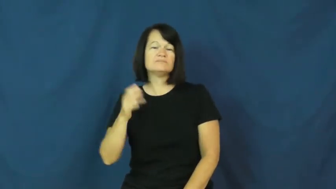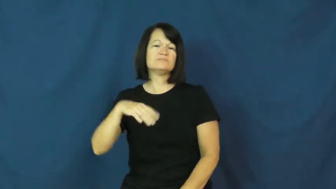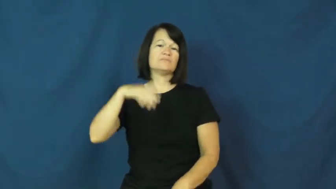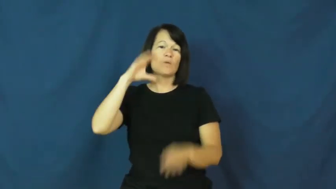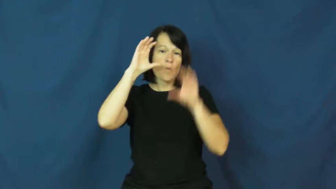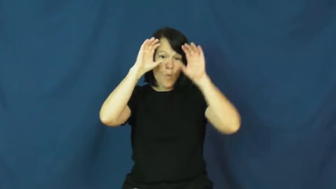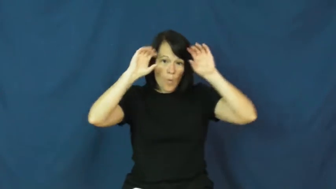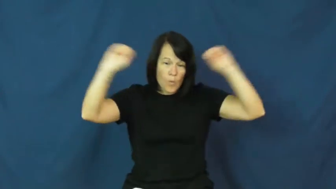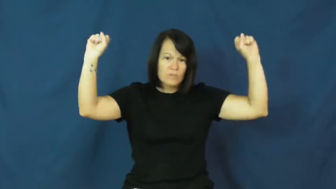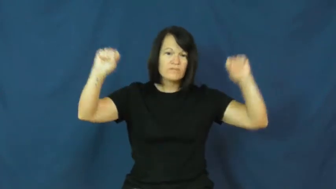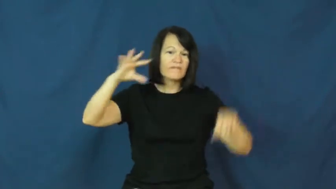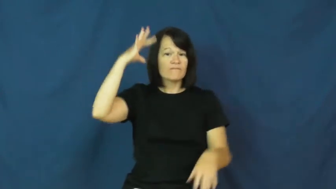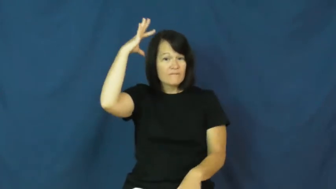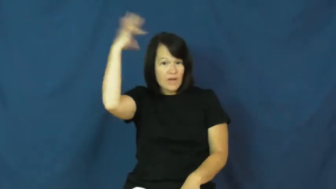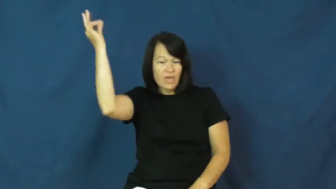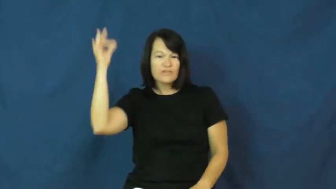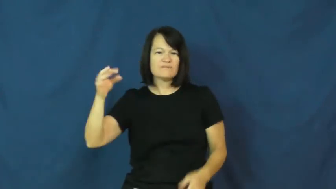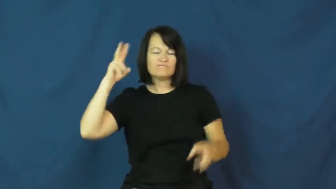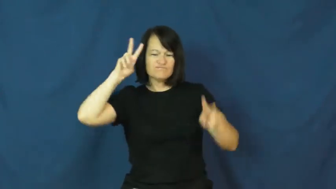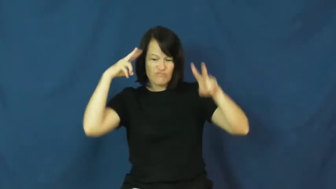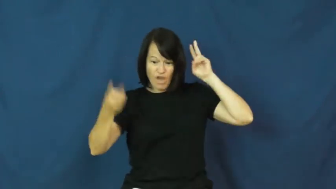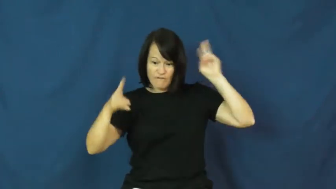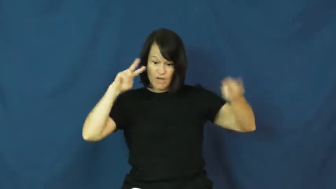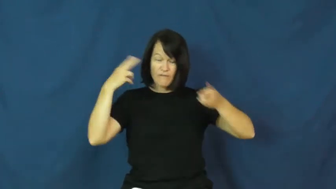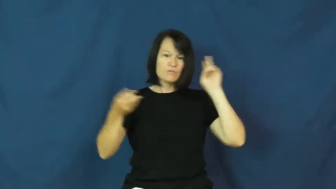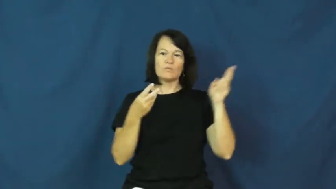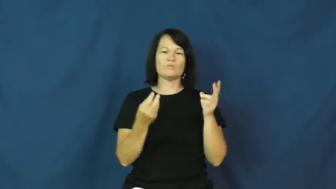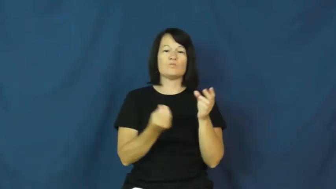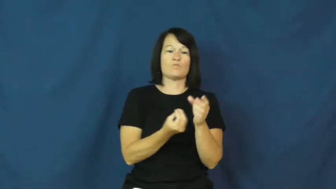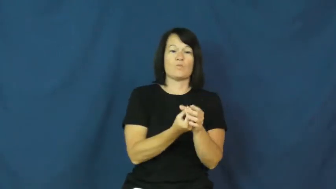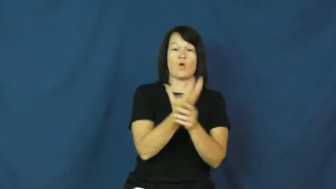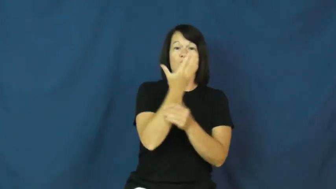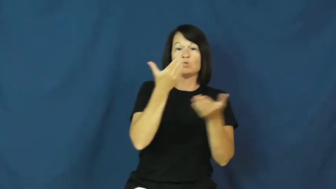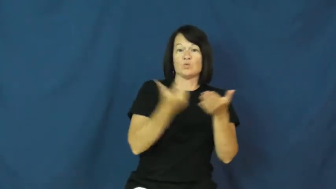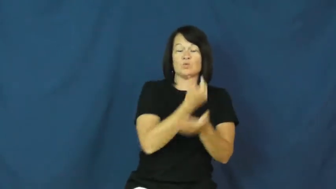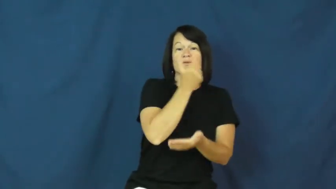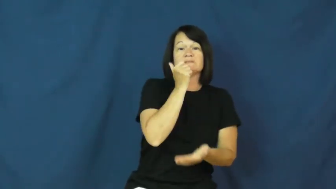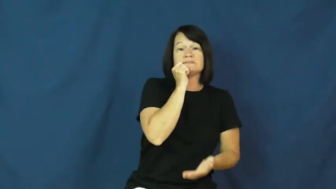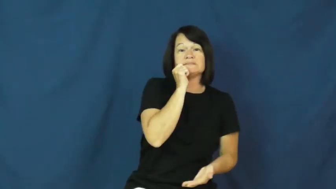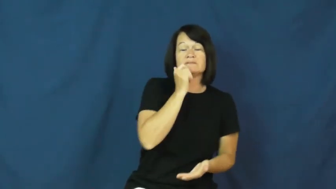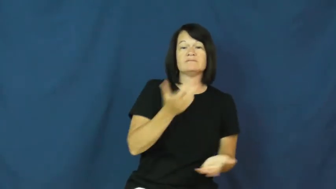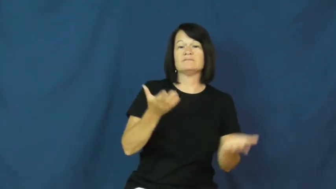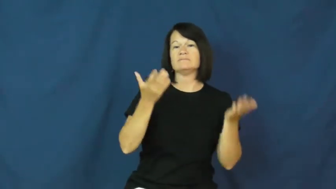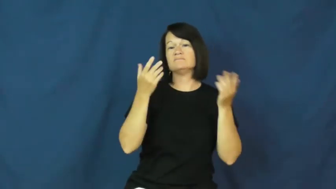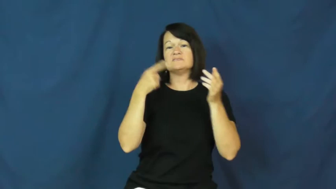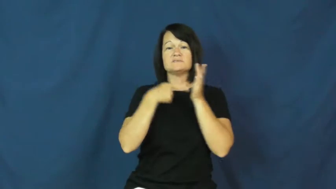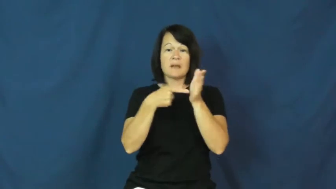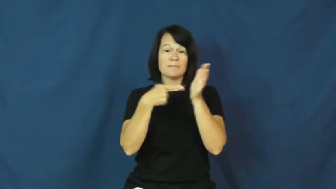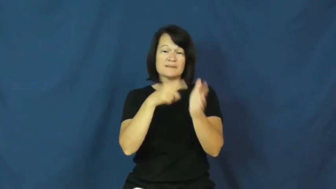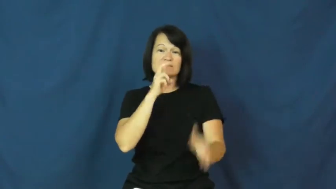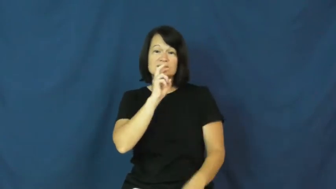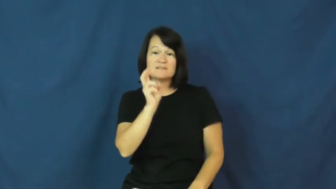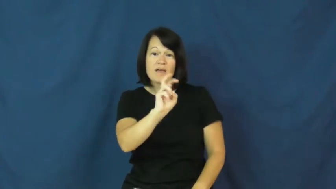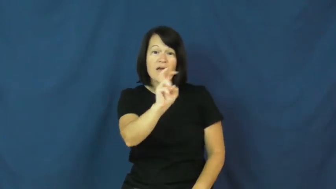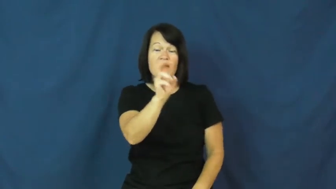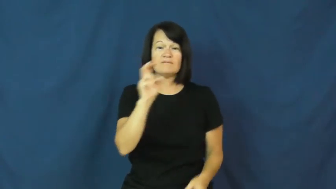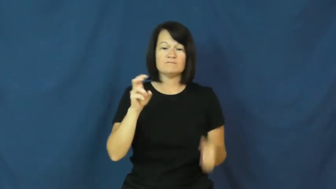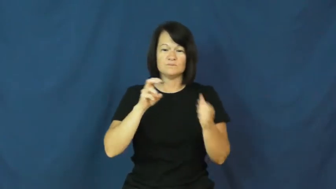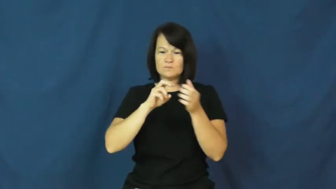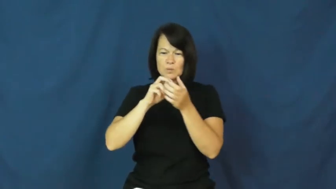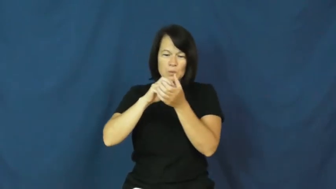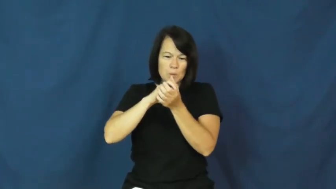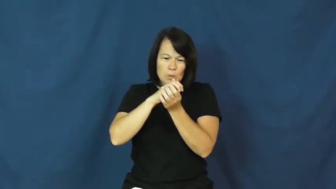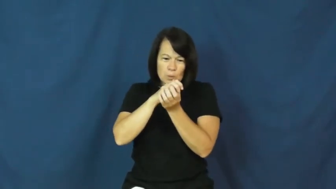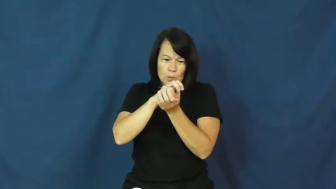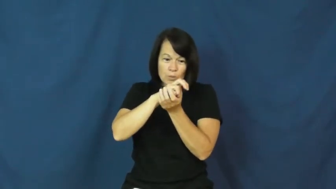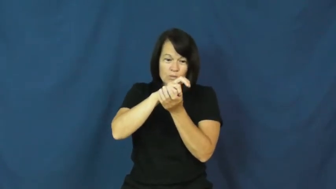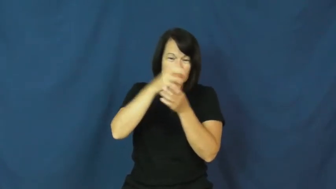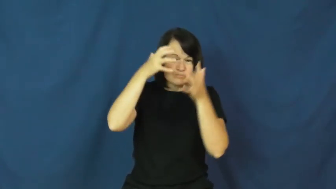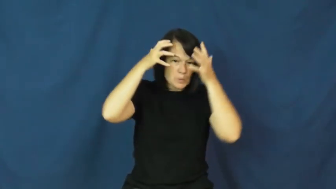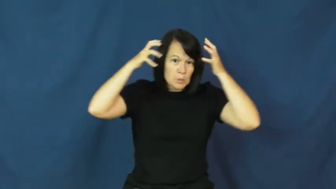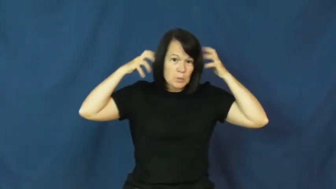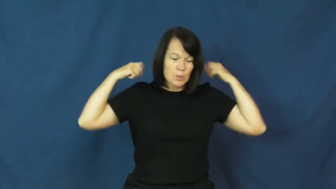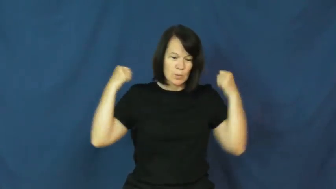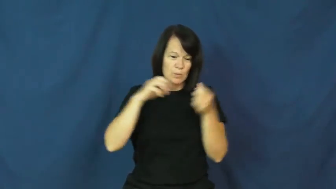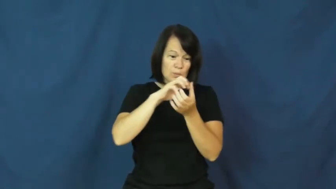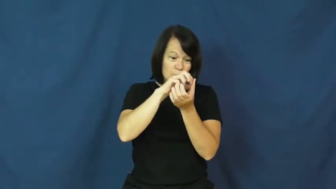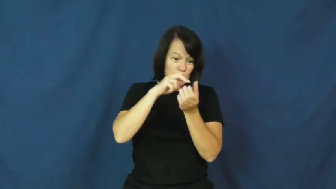molt